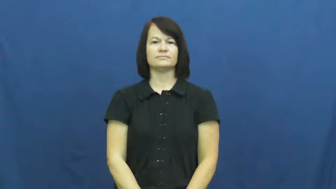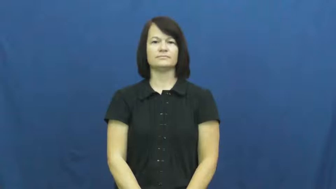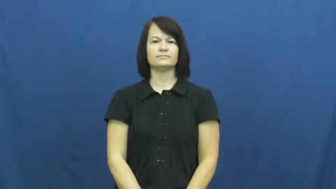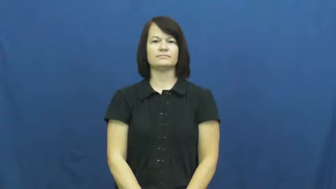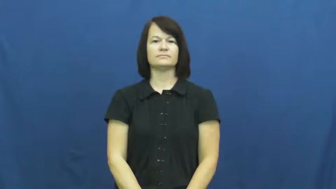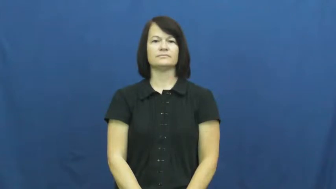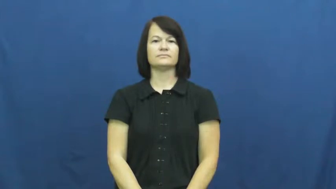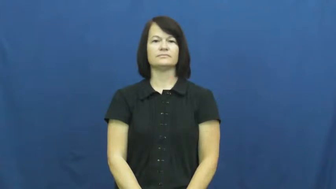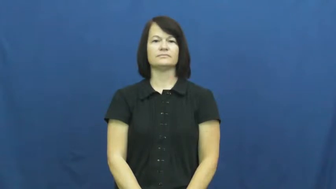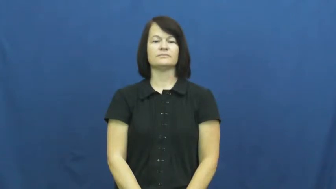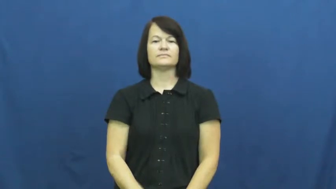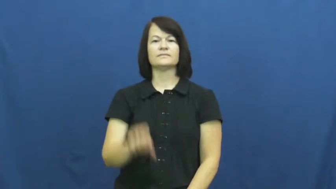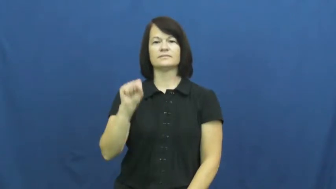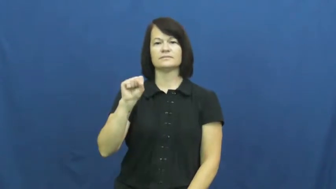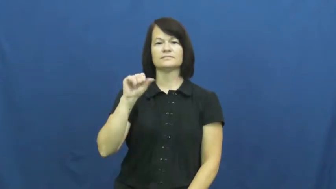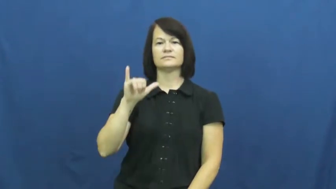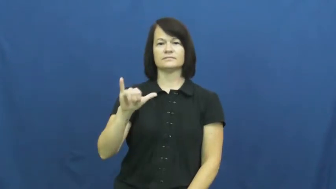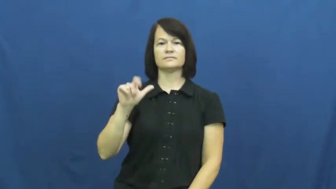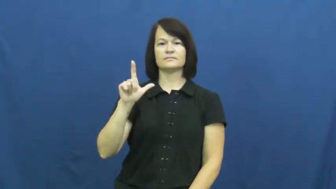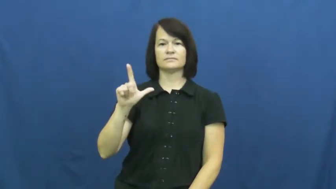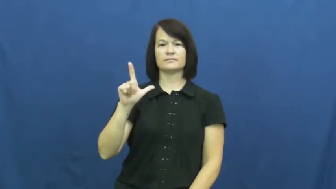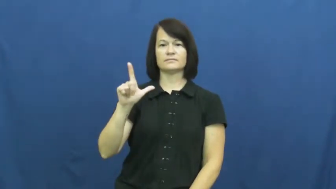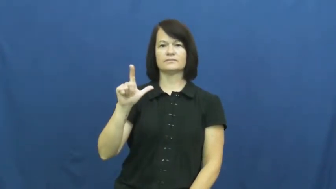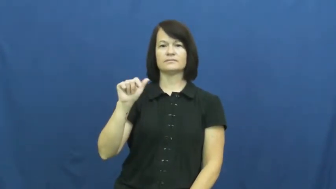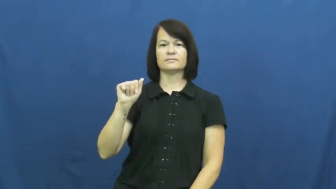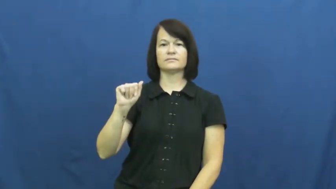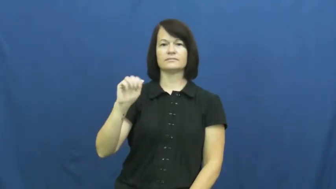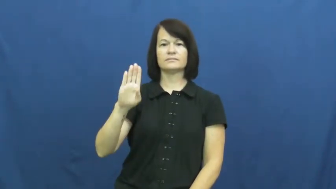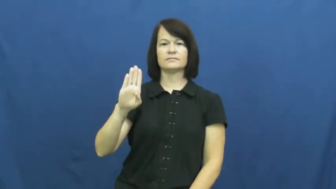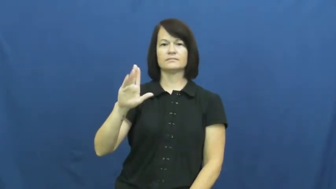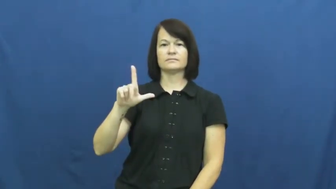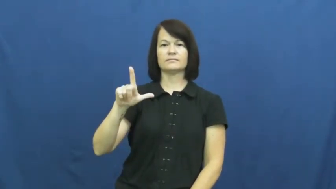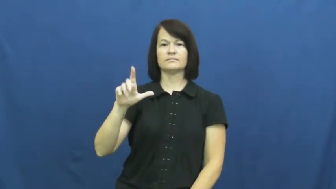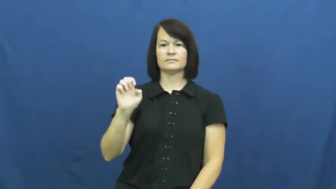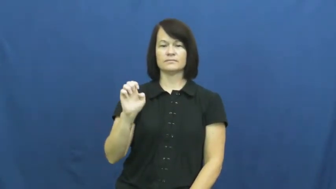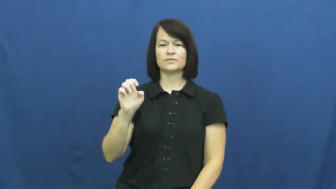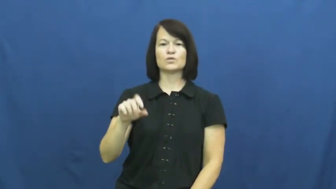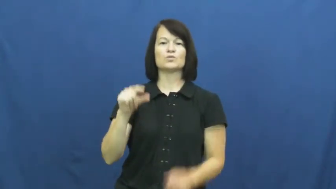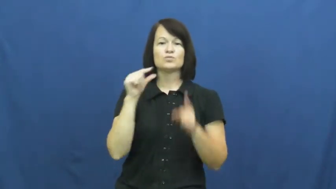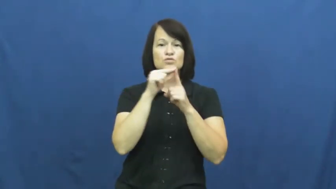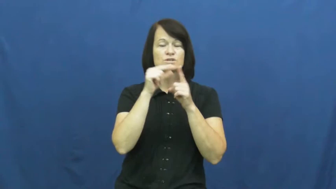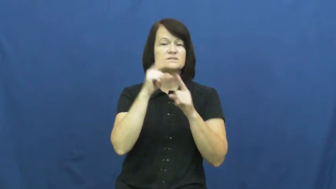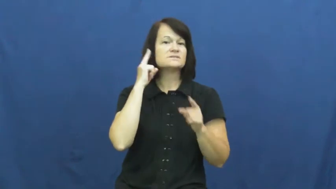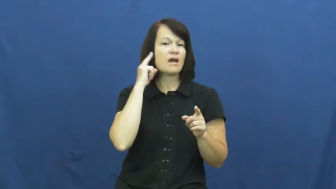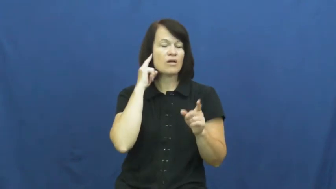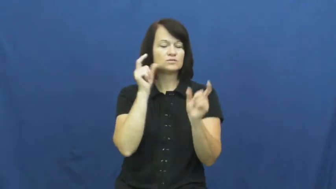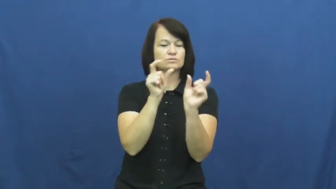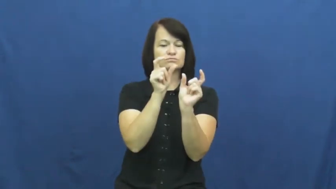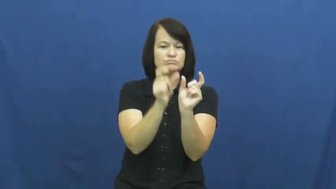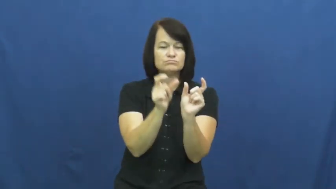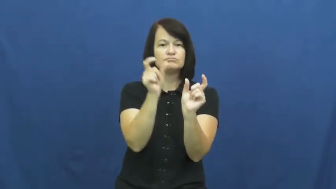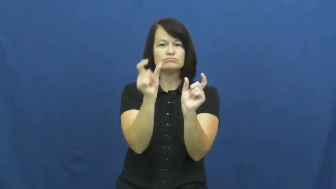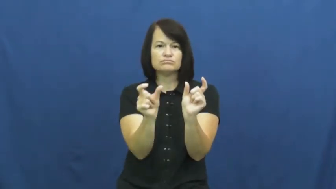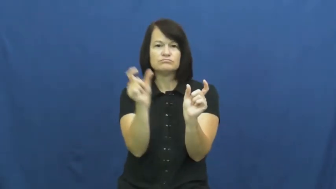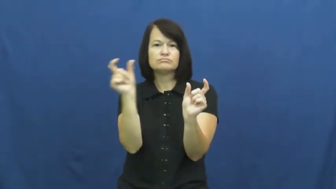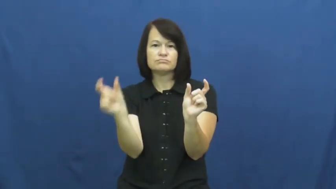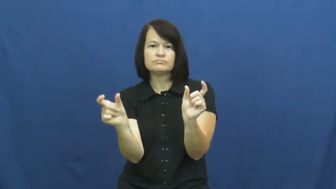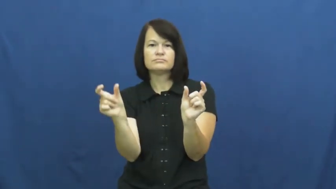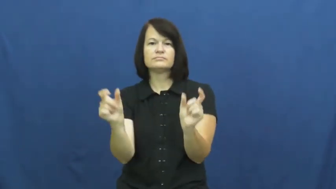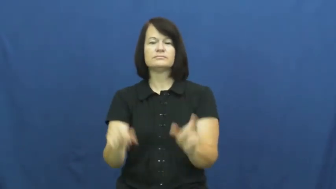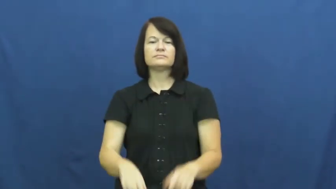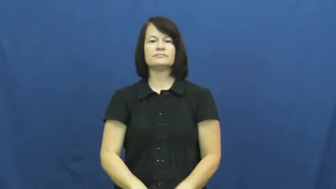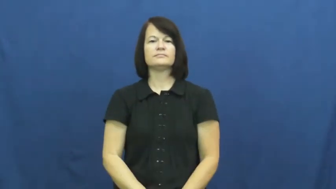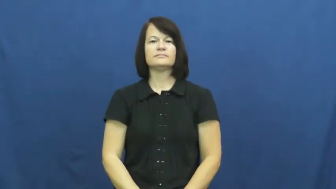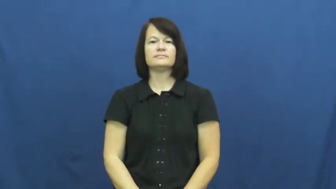syllable